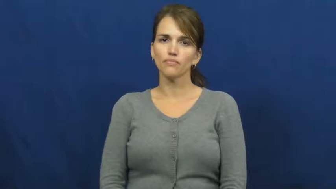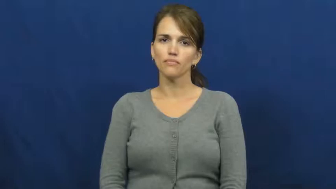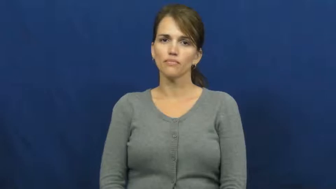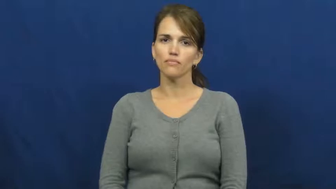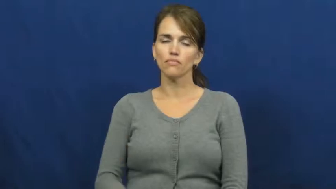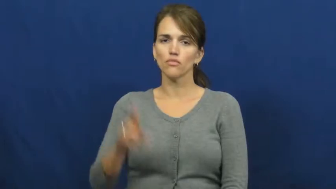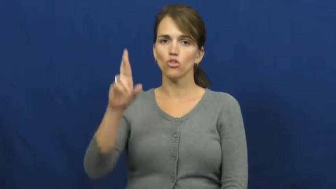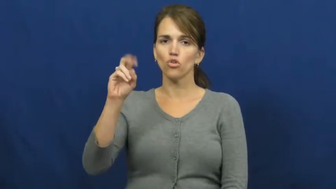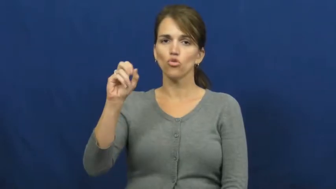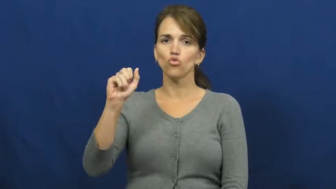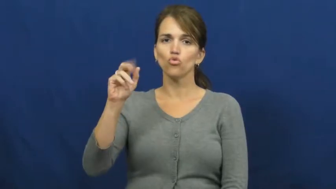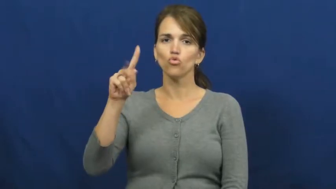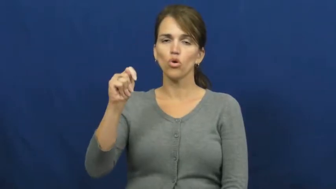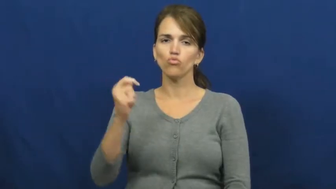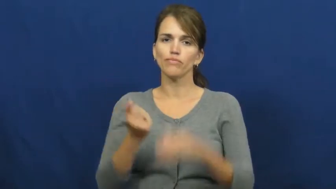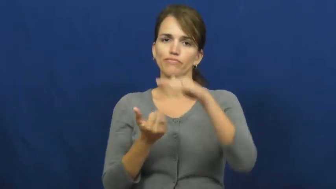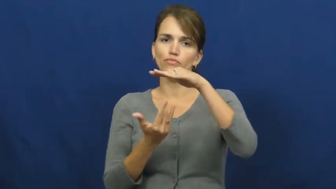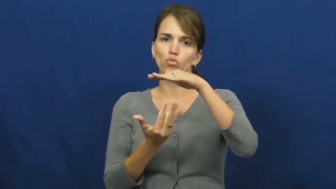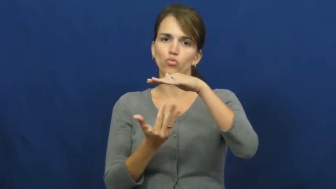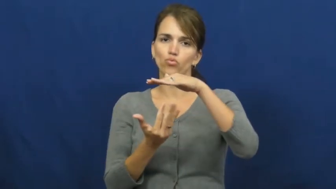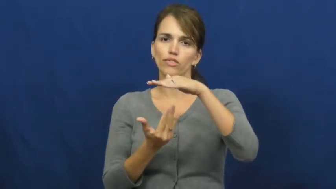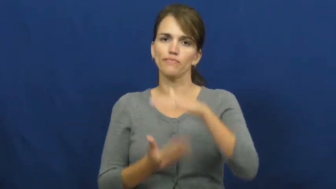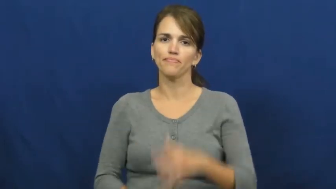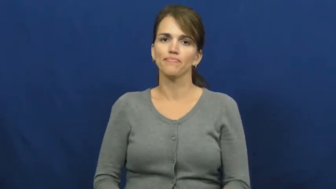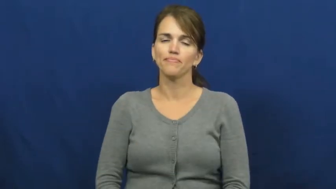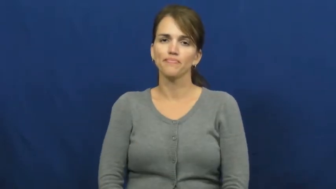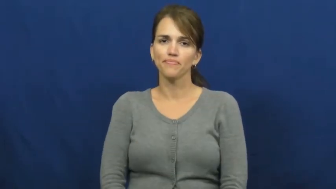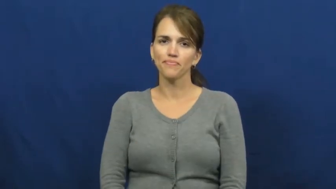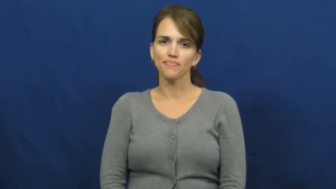roast-cook